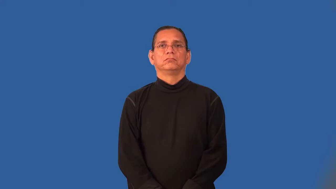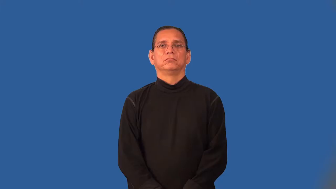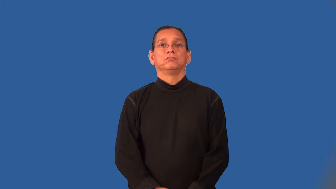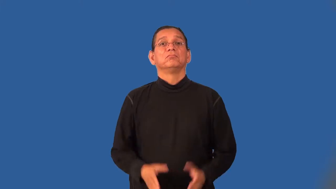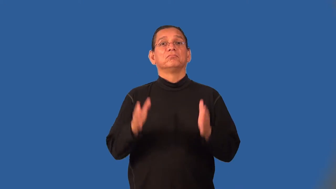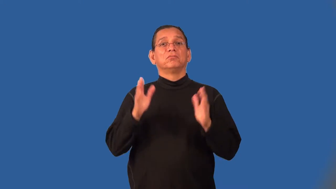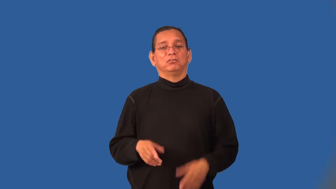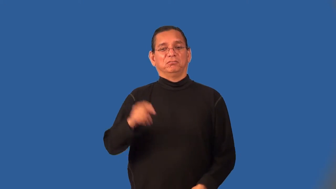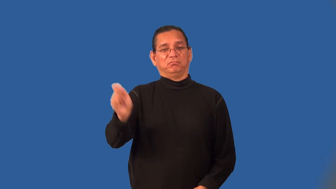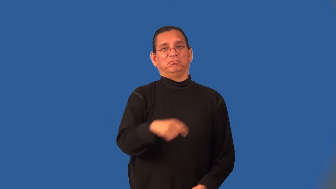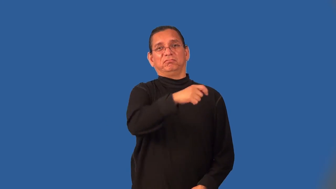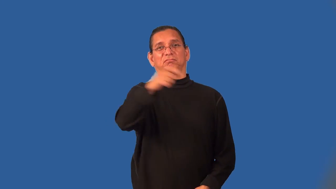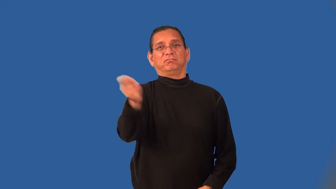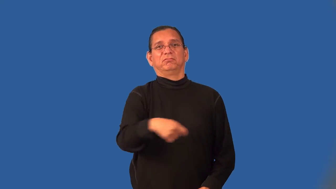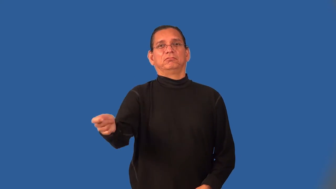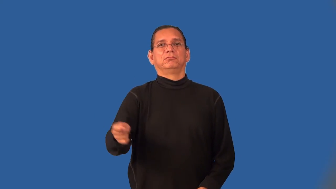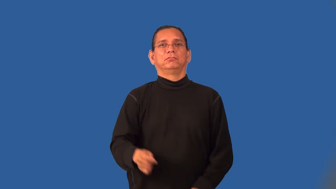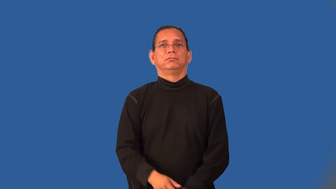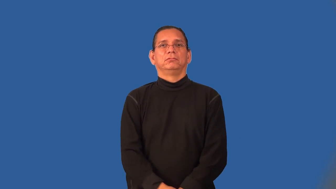slasher